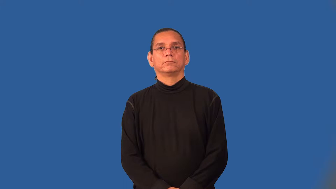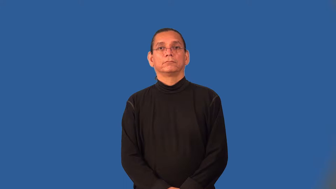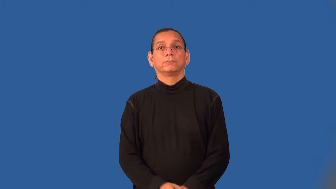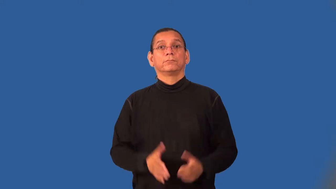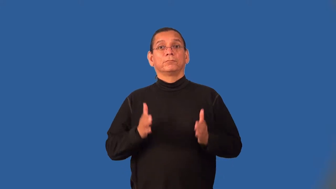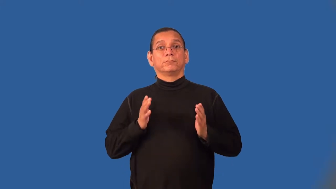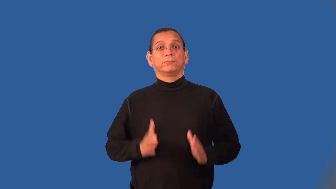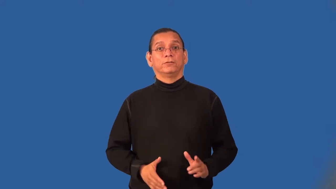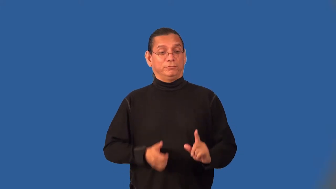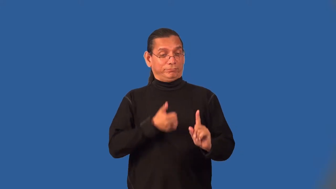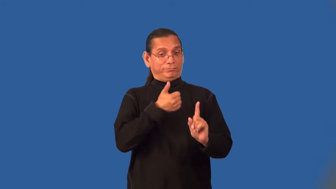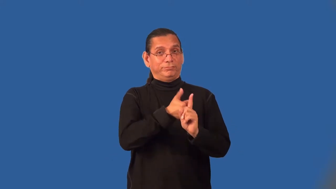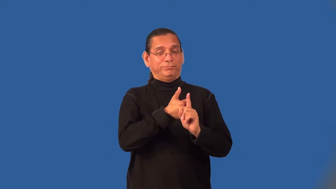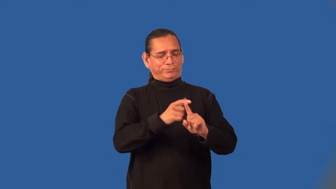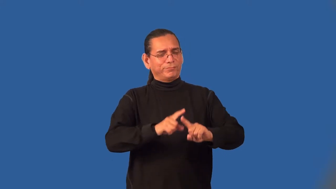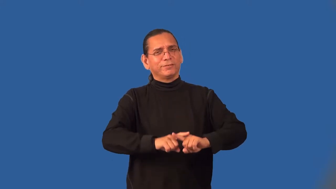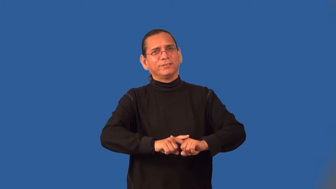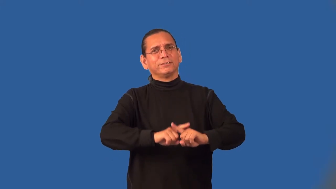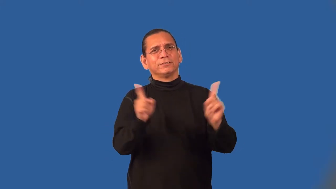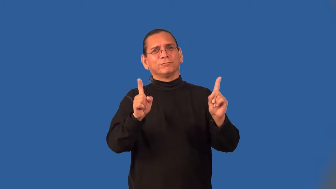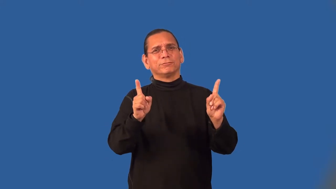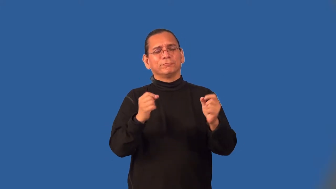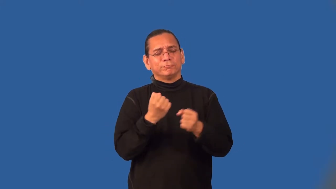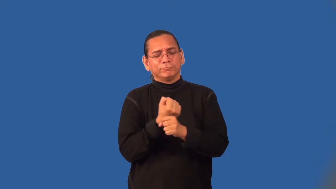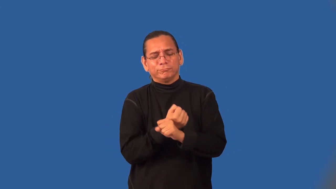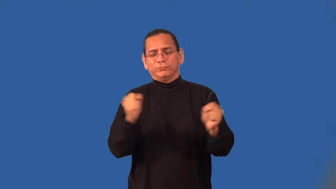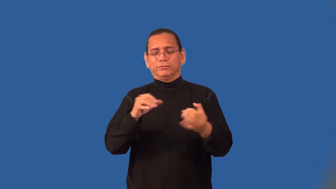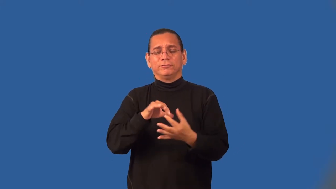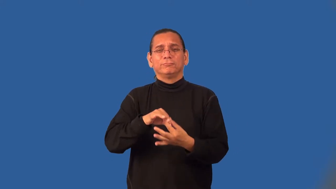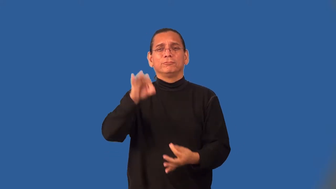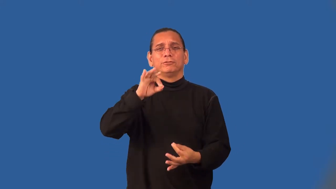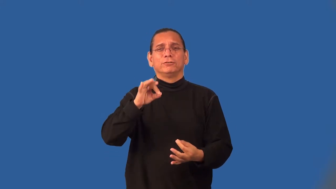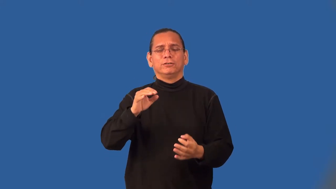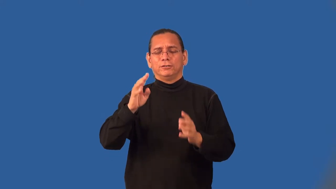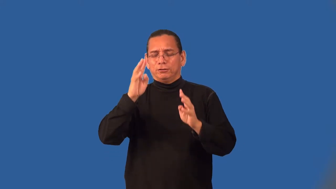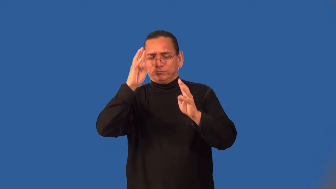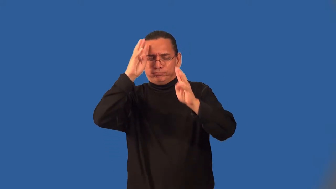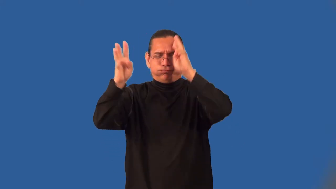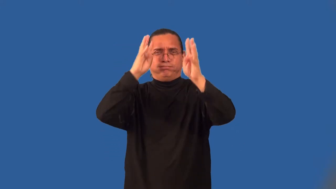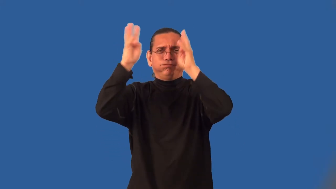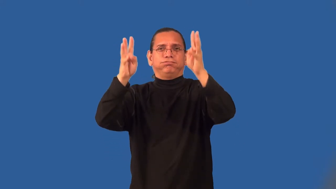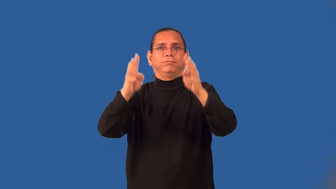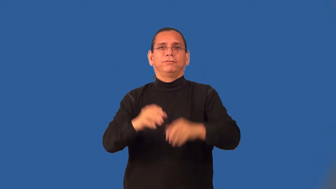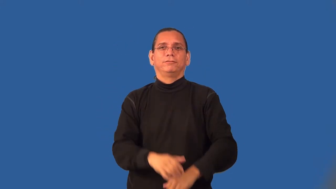bohemian